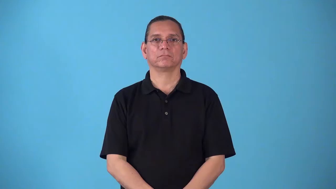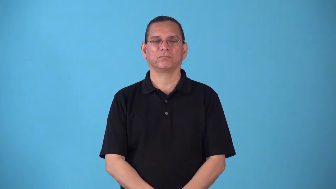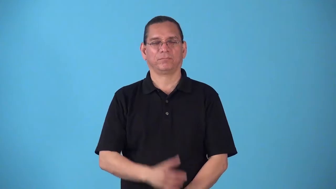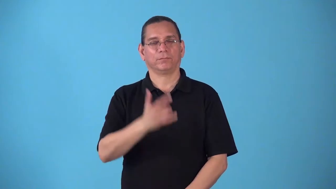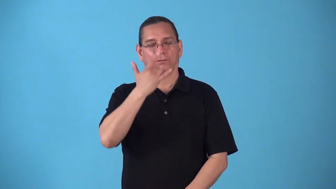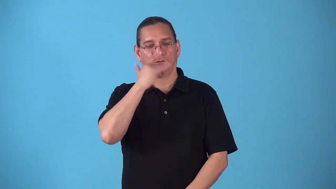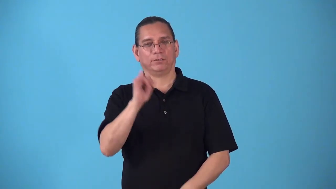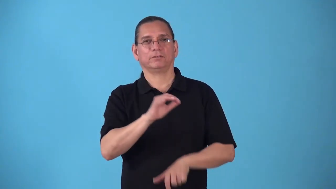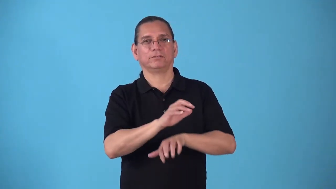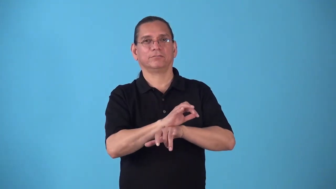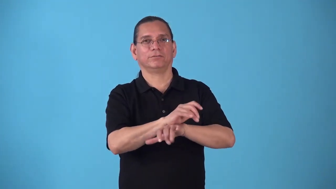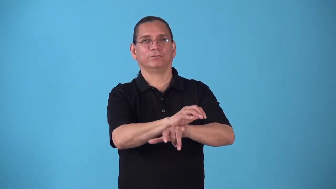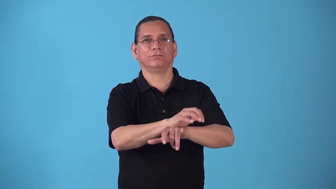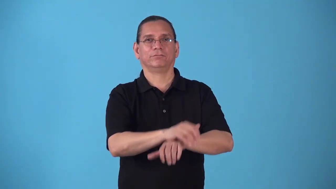spidery,spiderlike